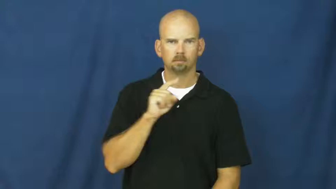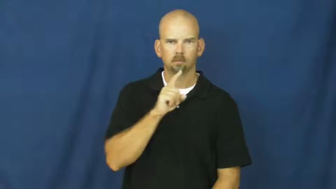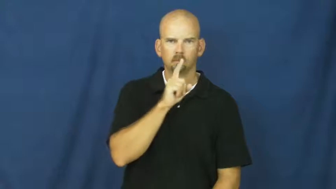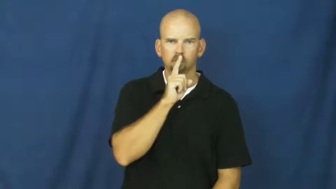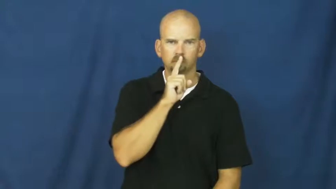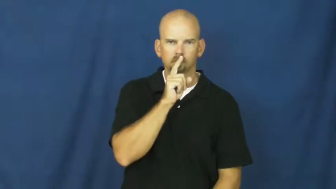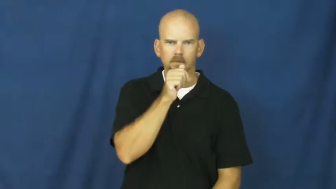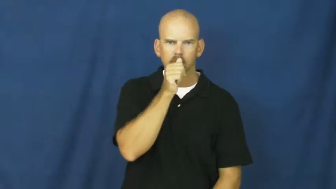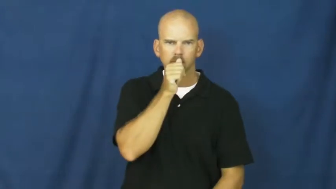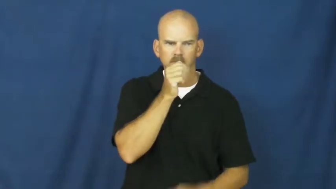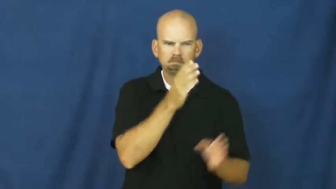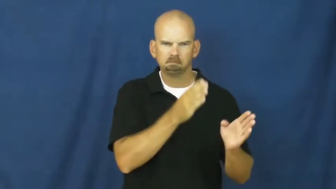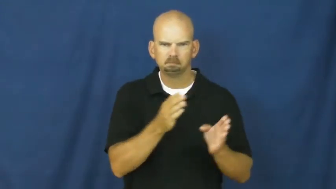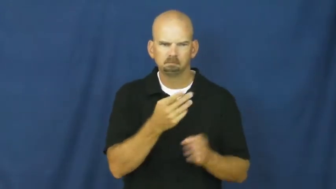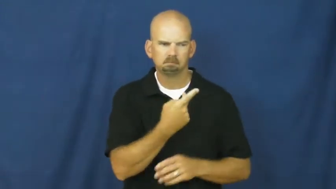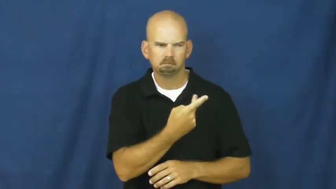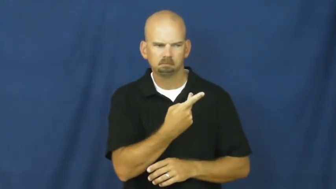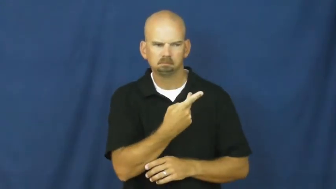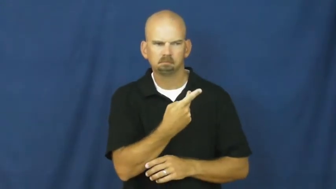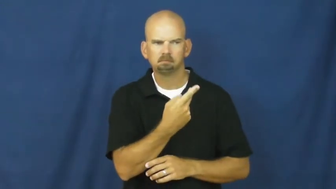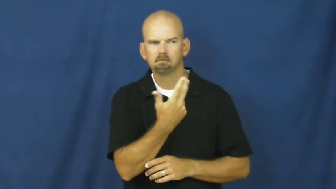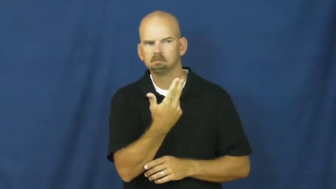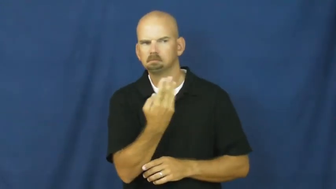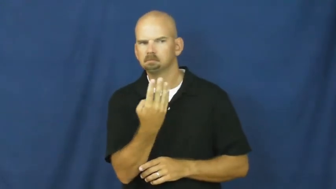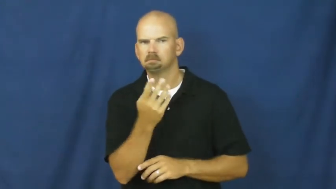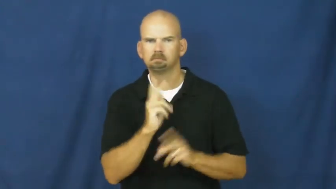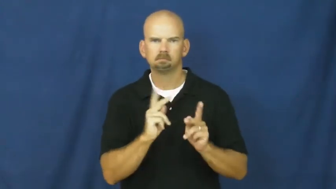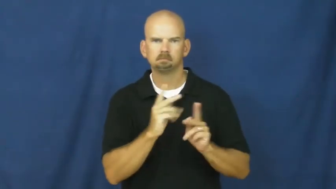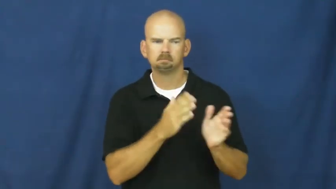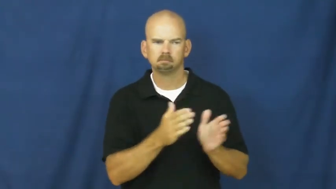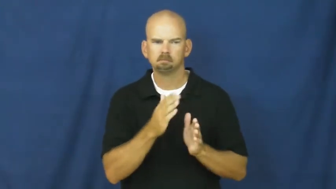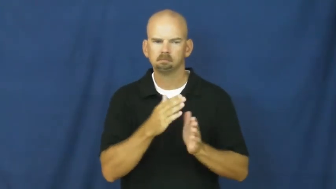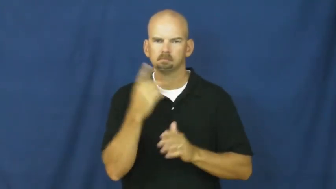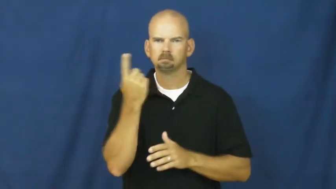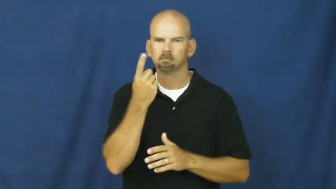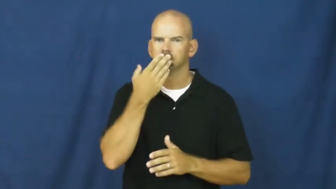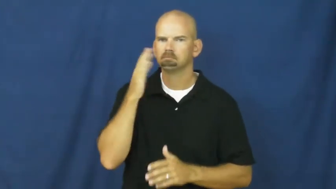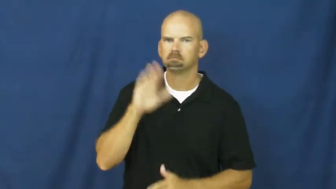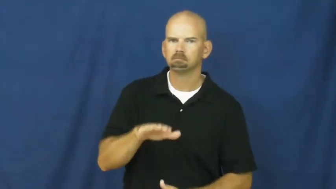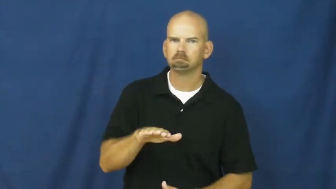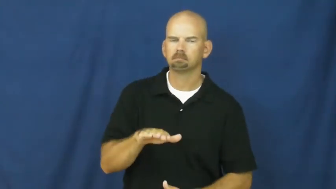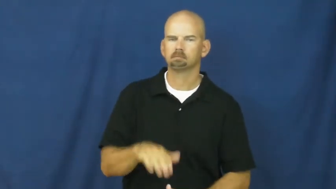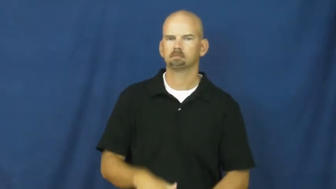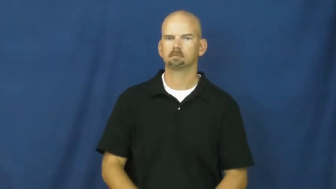plot,scheme,collude,cahoots,machinate,intrigue,cabal,calculative,conclave,confederate,front